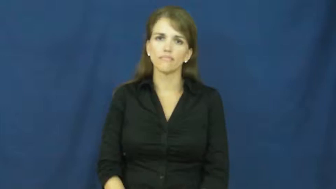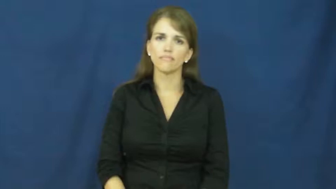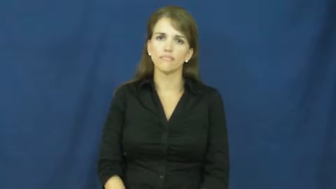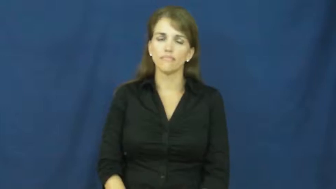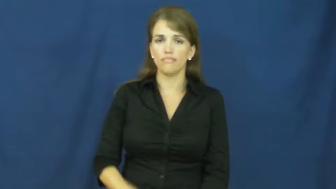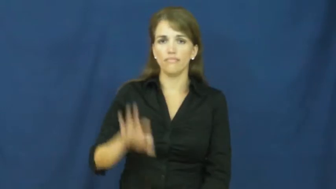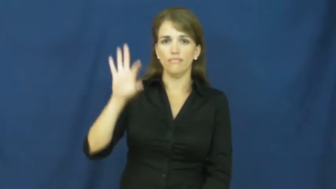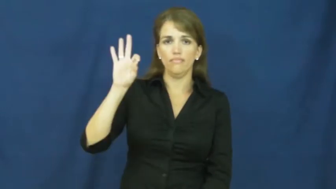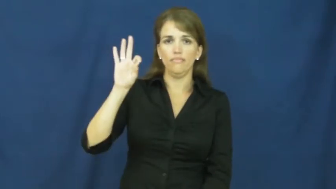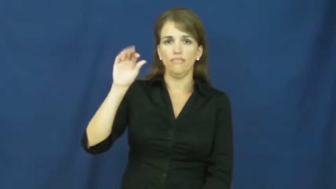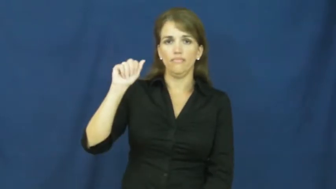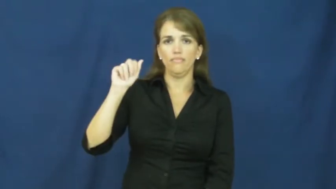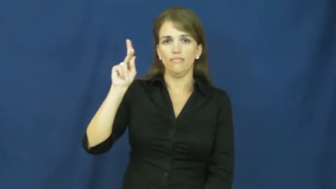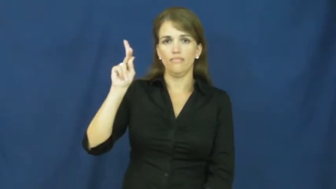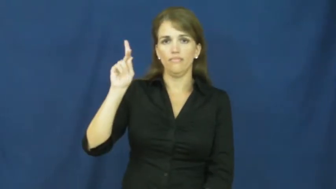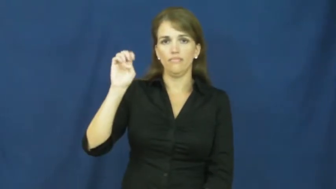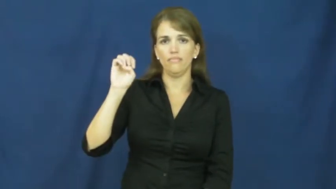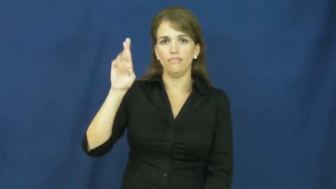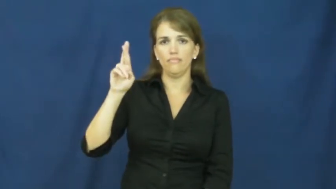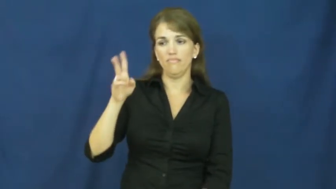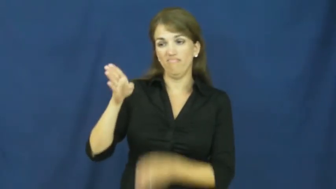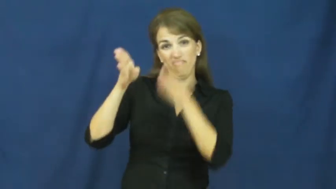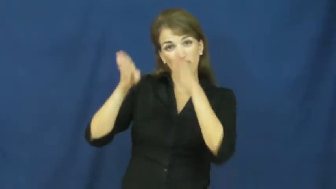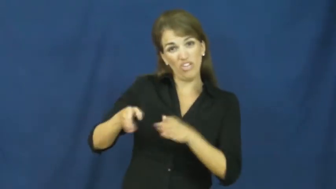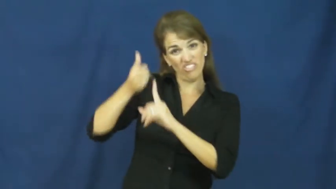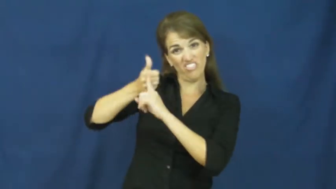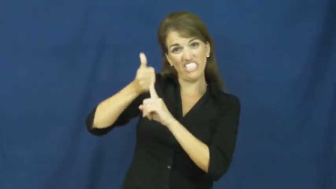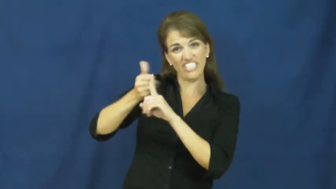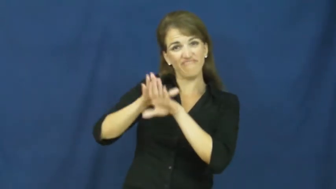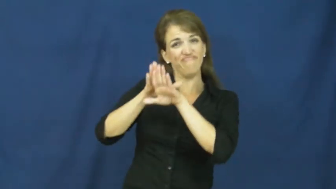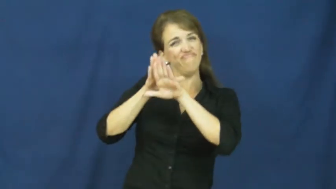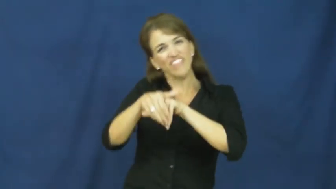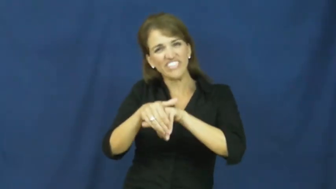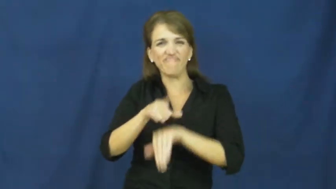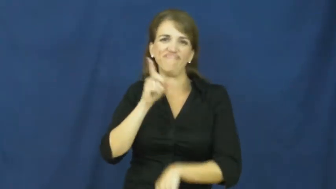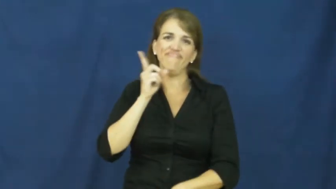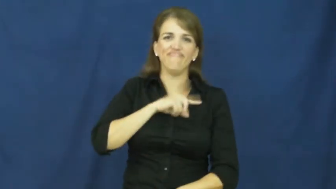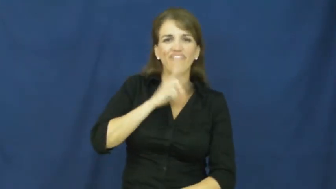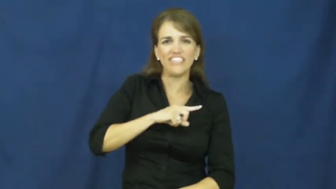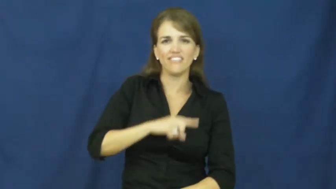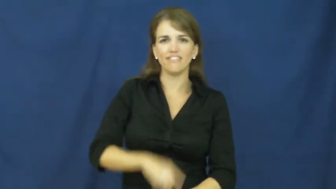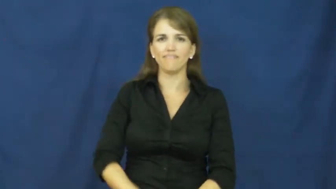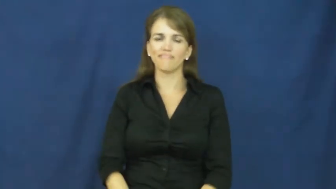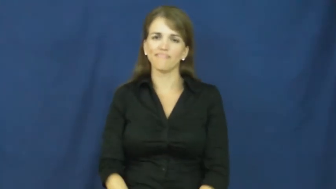faker